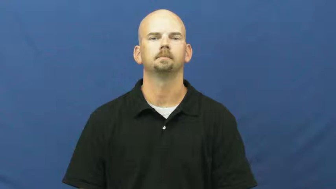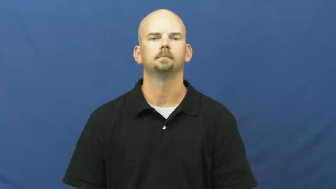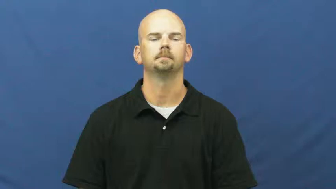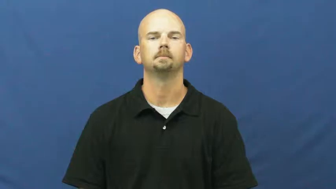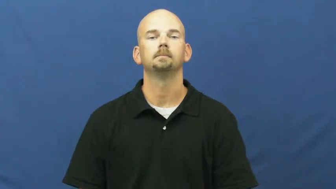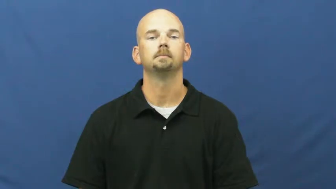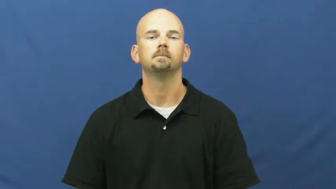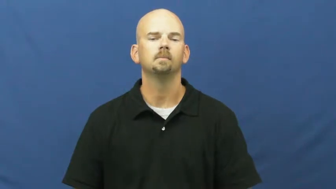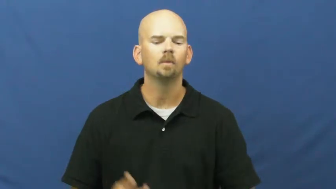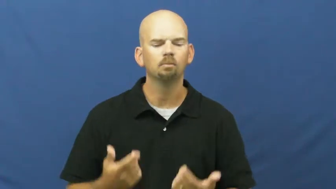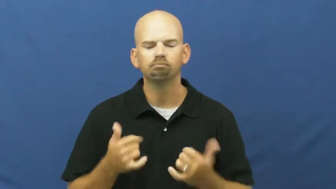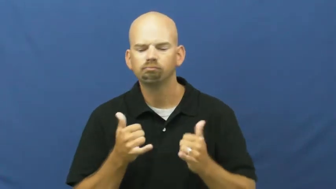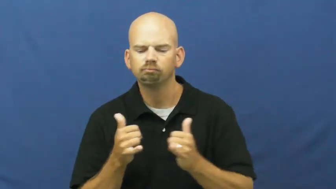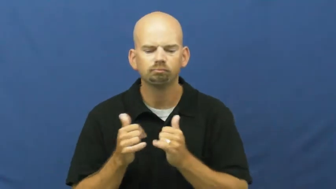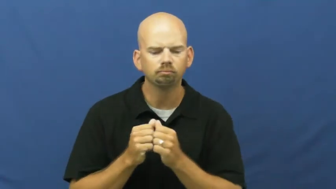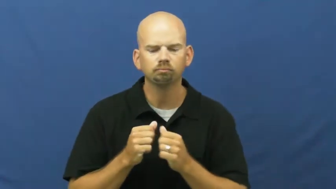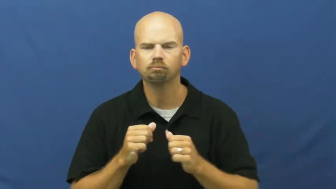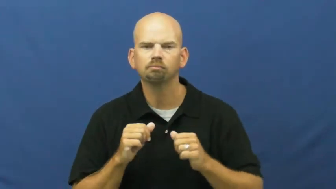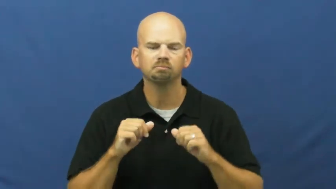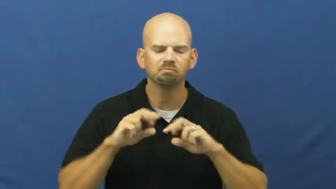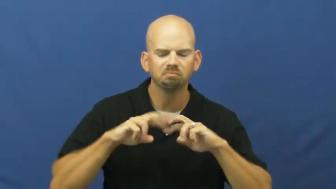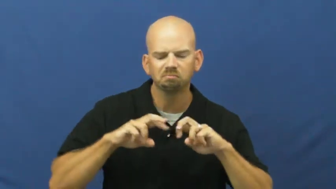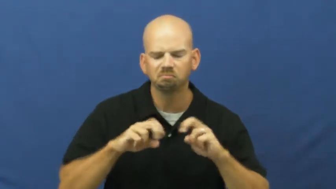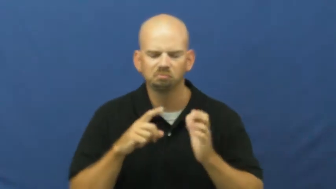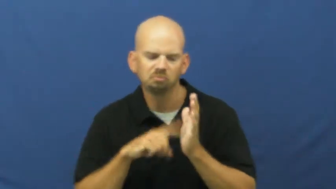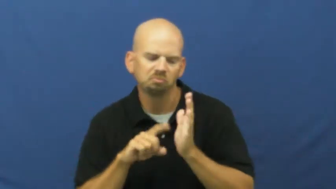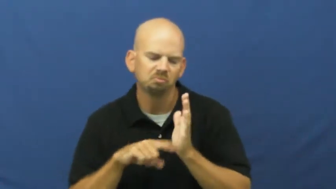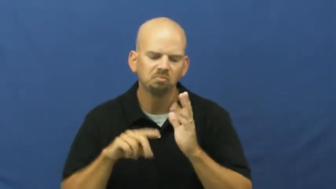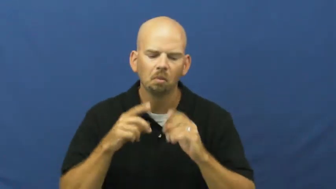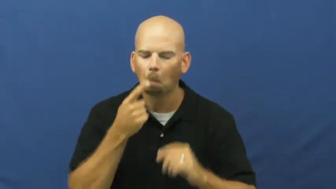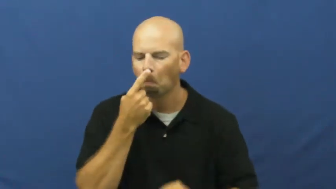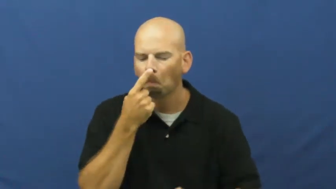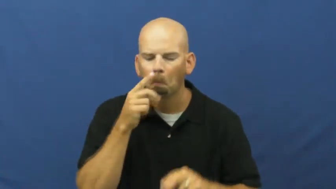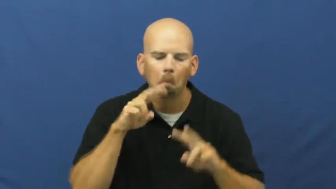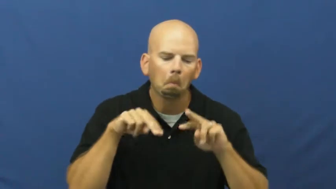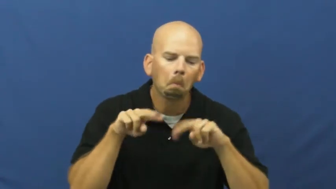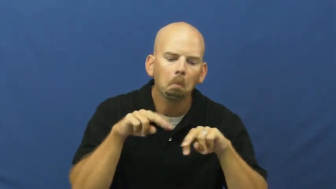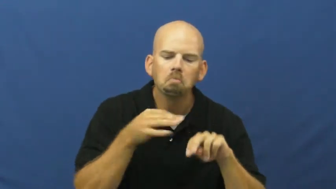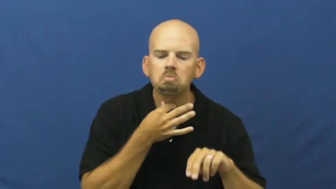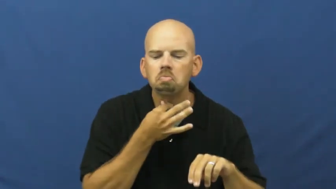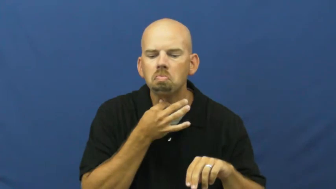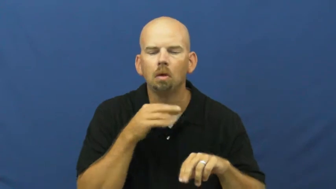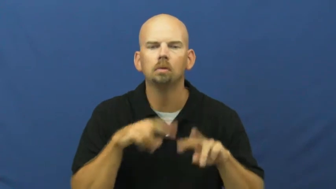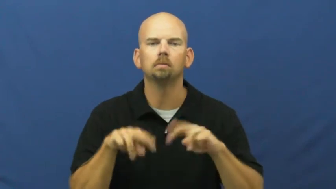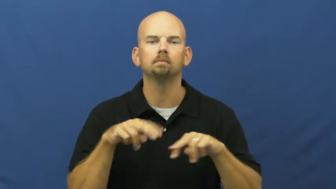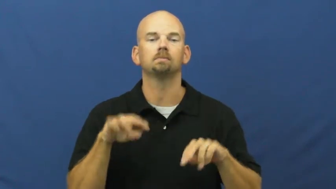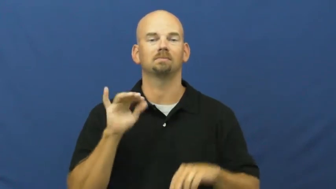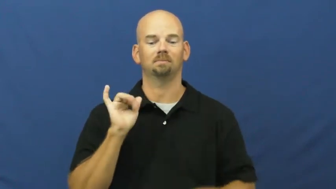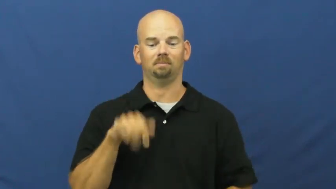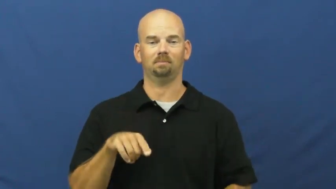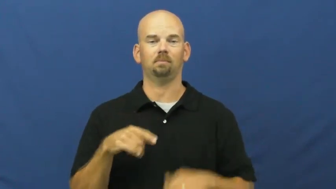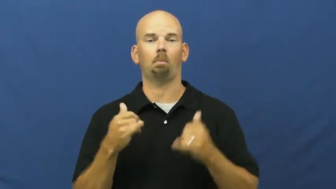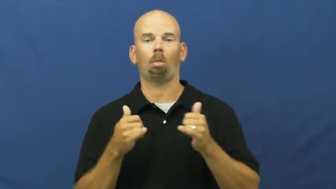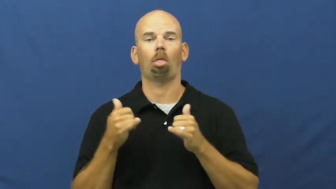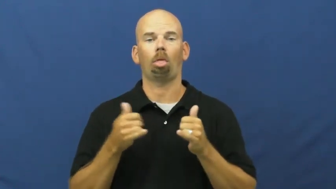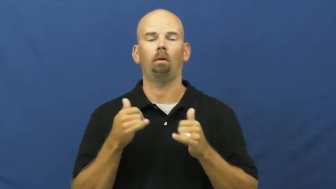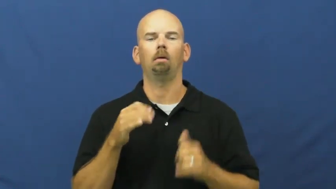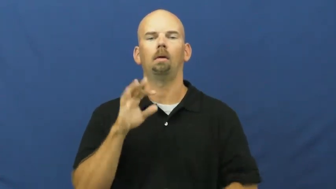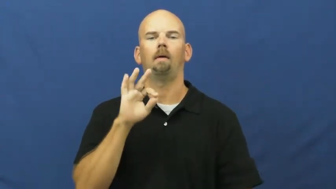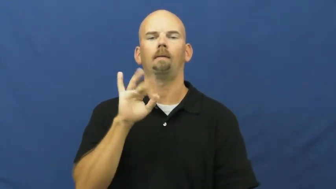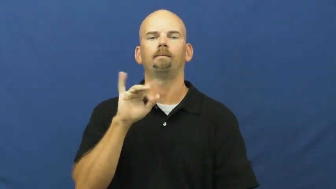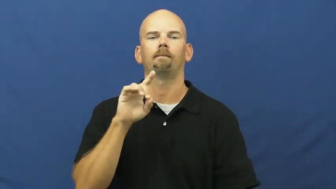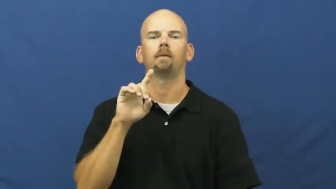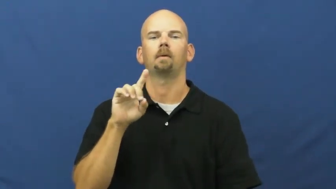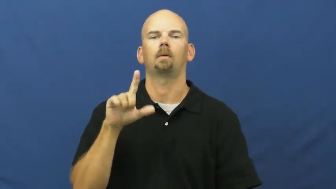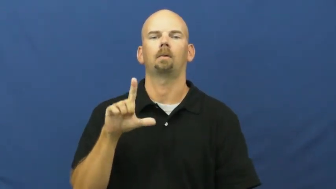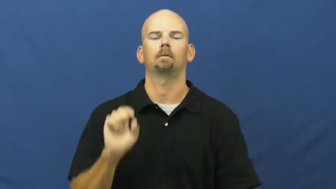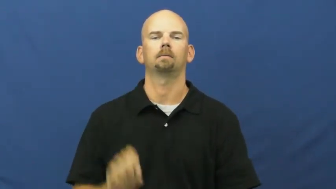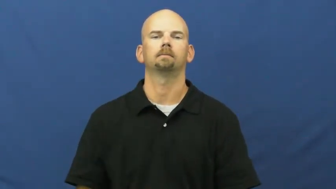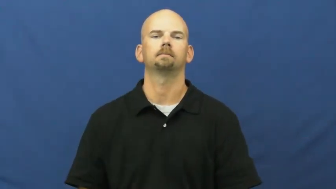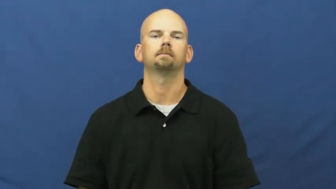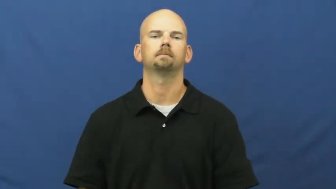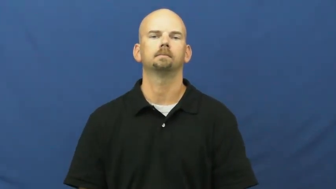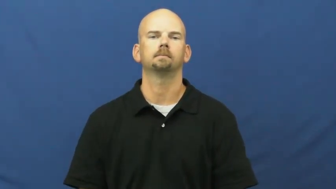fiddle-fix